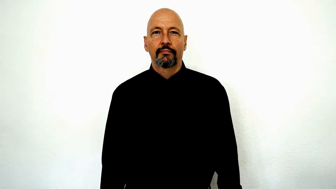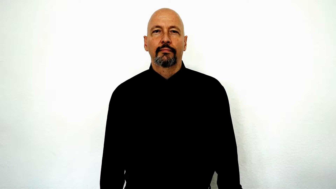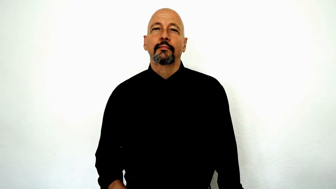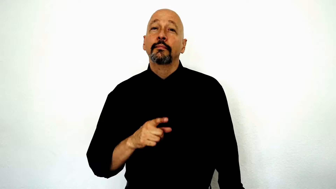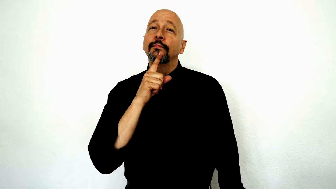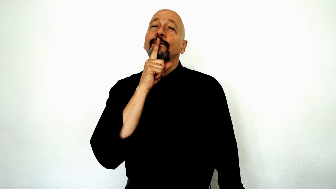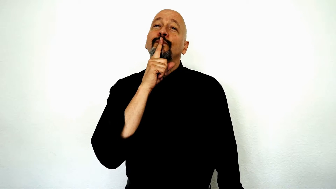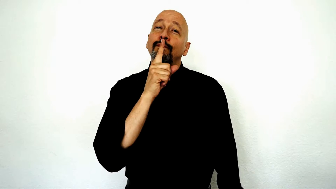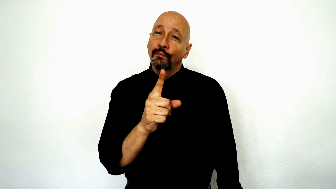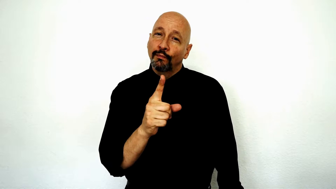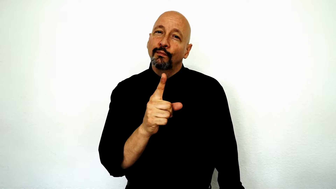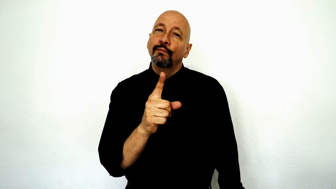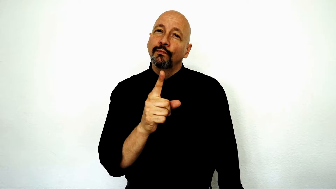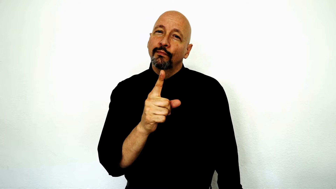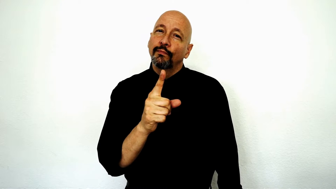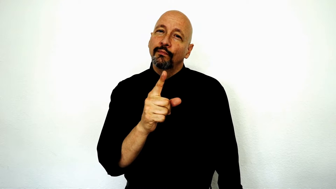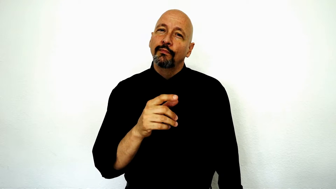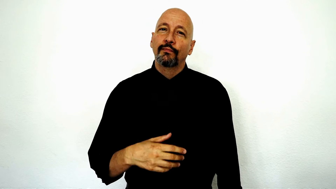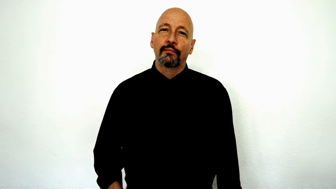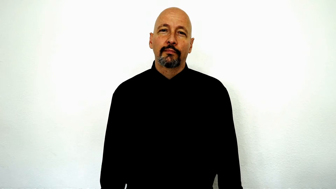truly, true